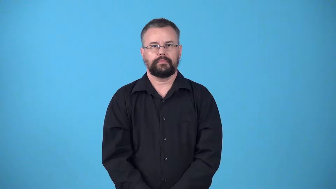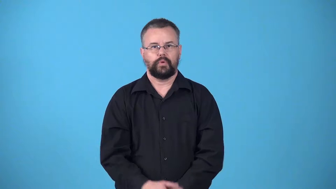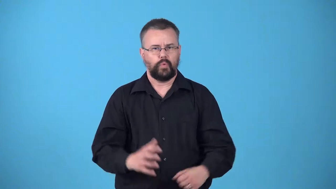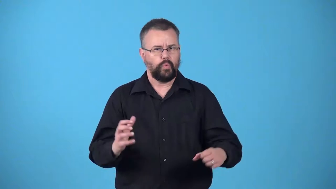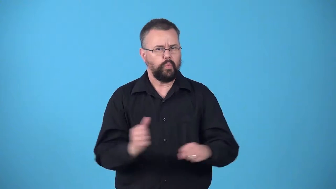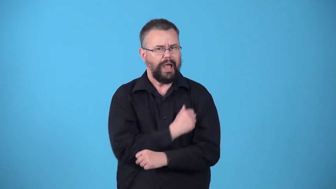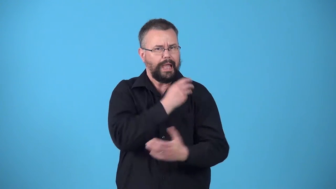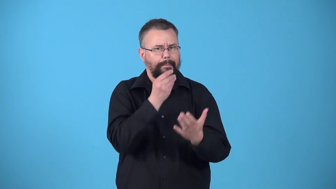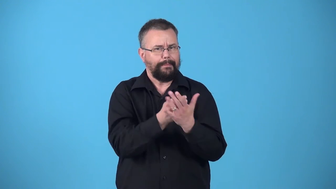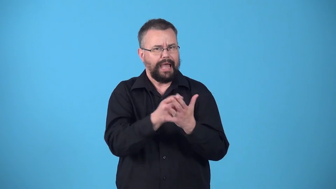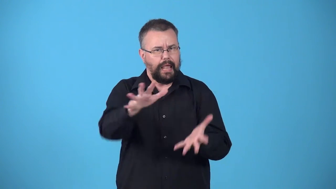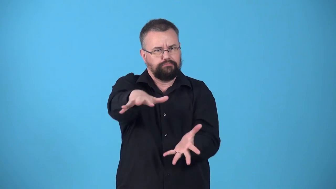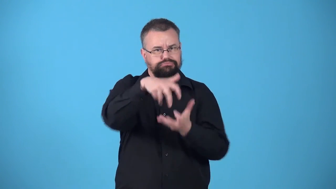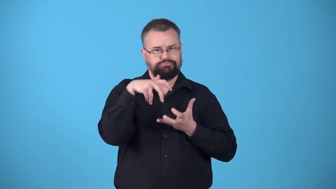winnings-something you win, usually money